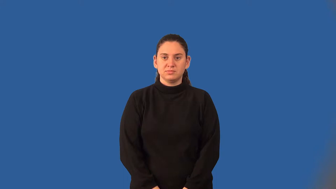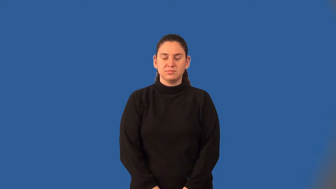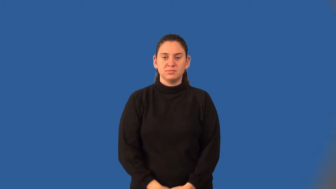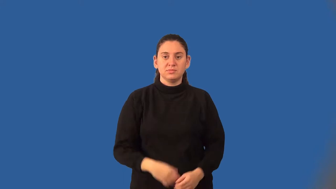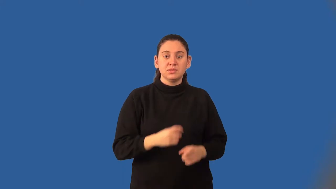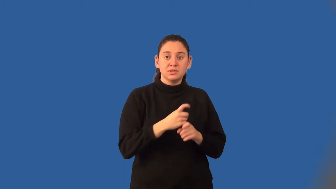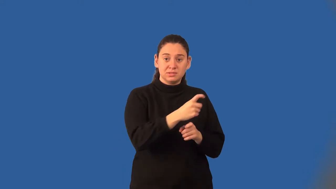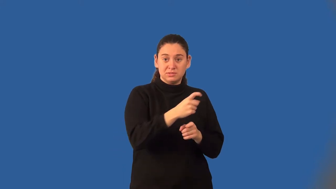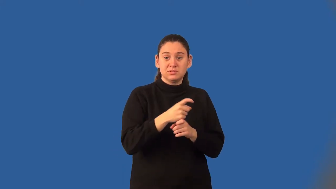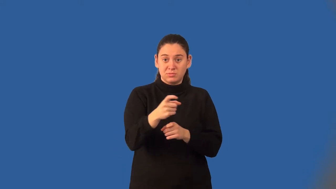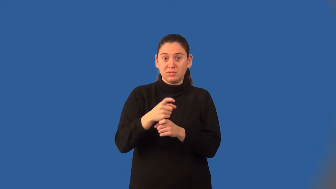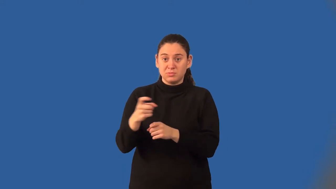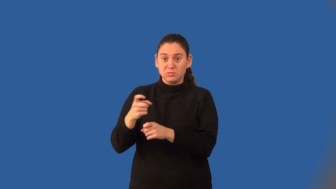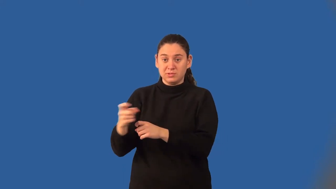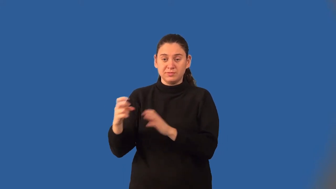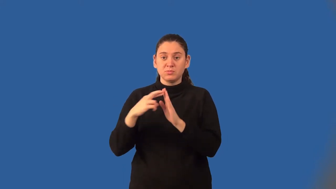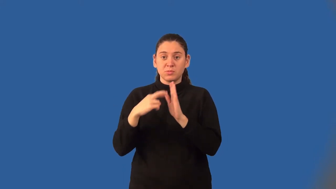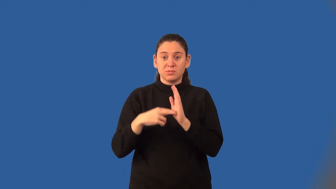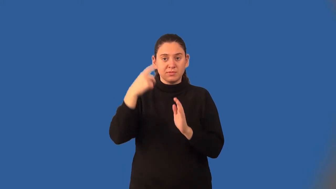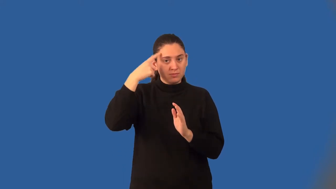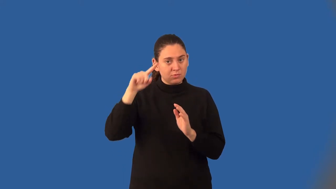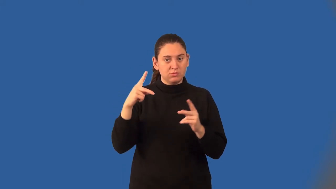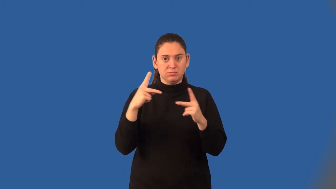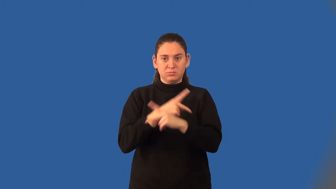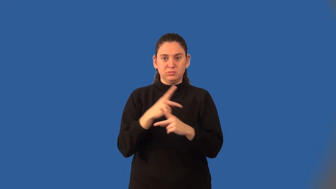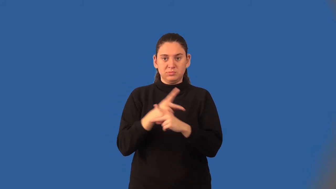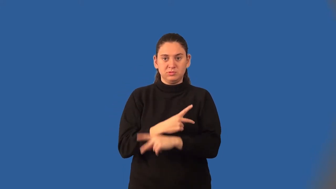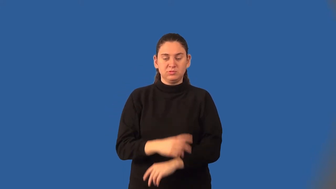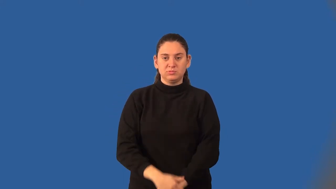distributive property of multiplication